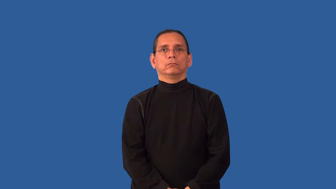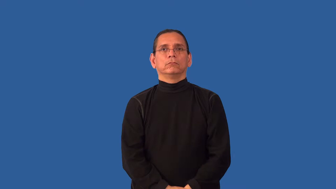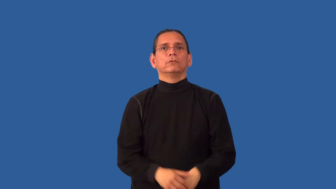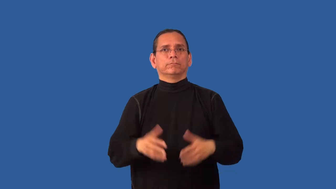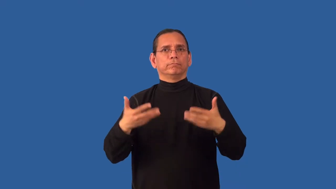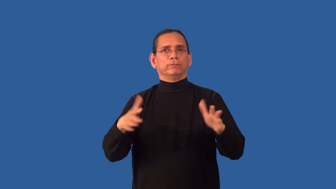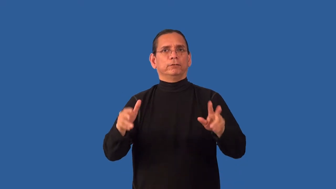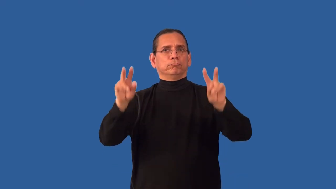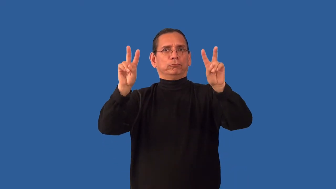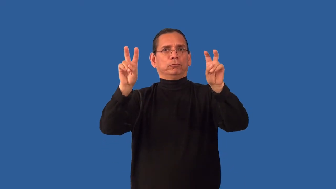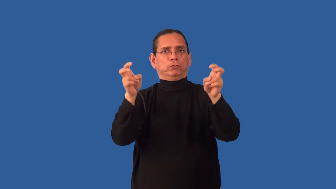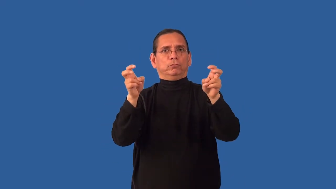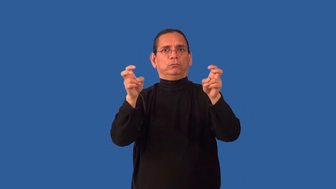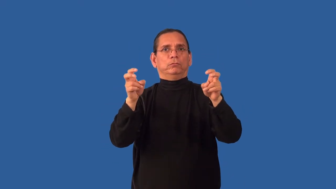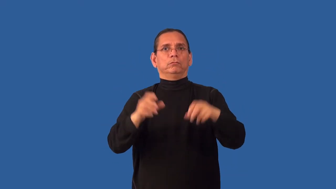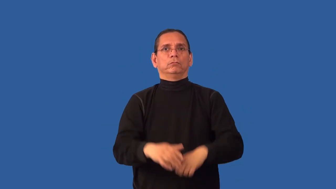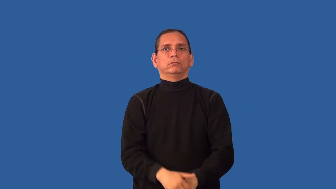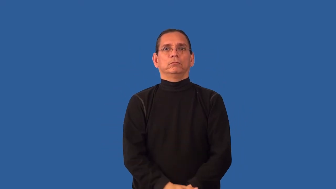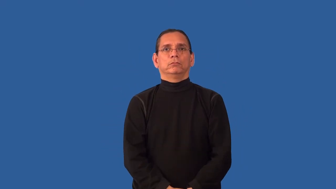unquote